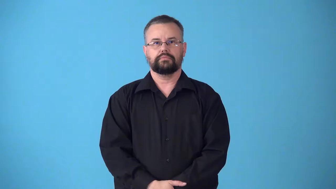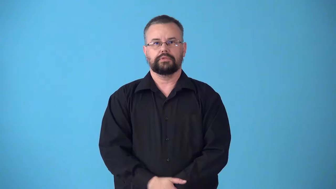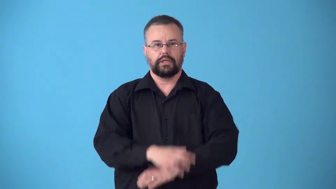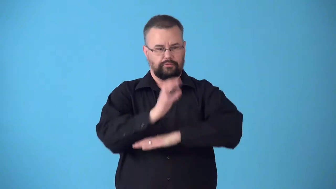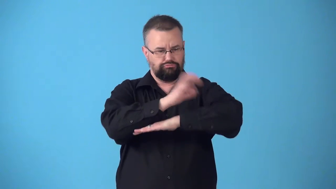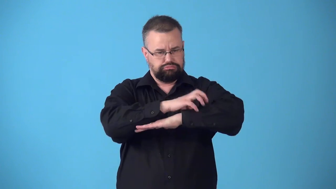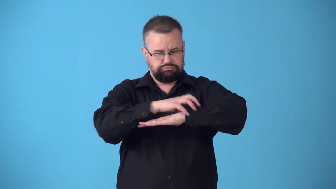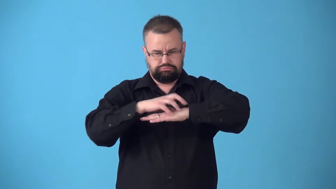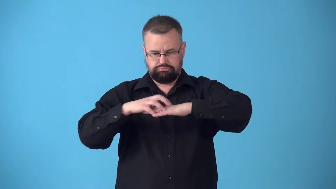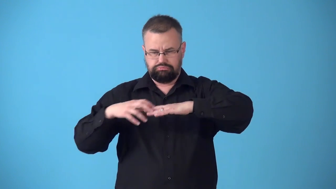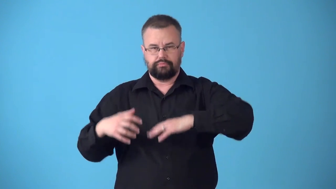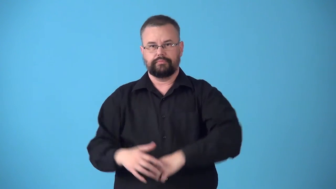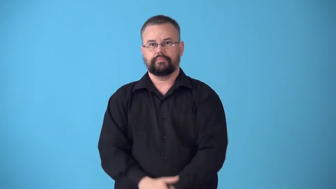studded-covered